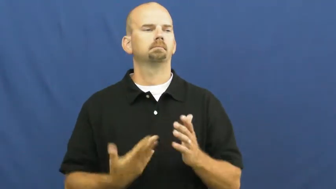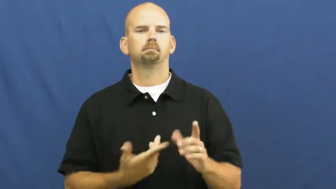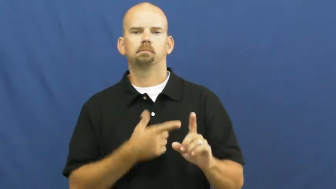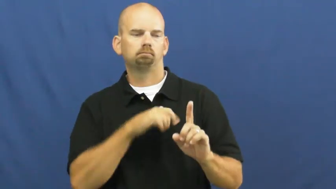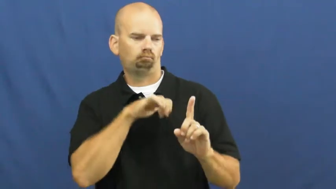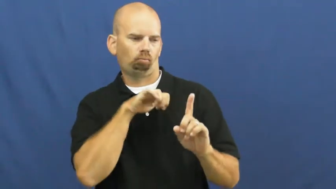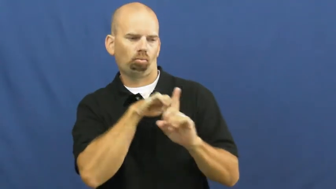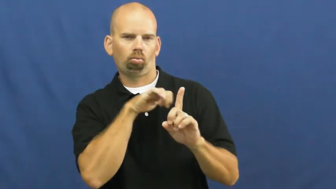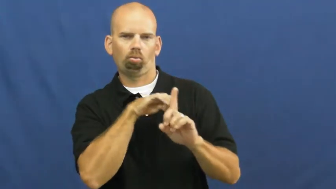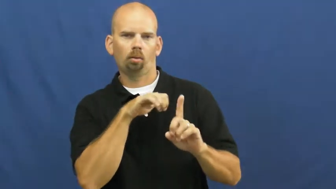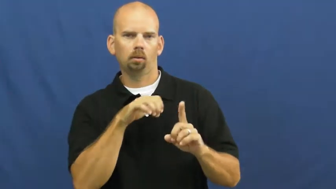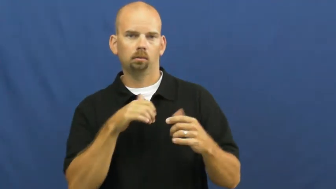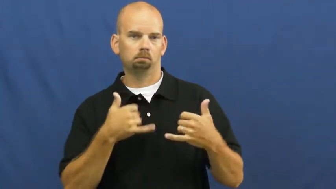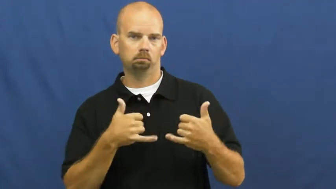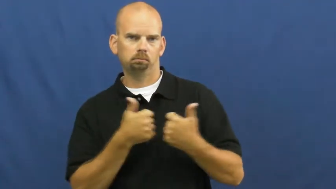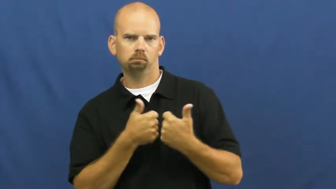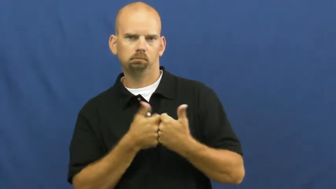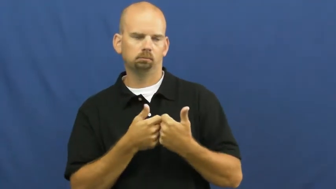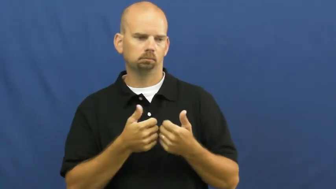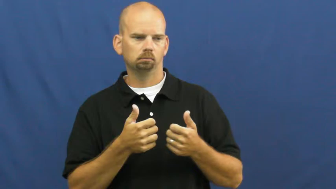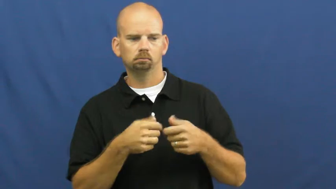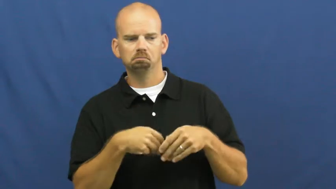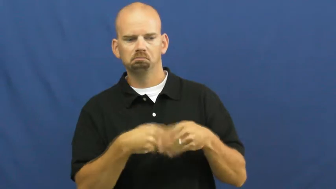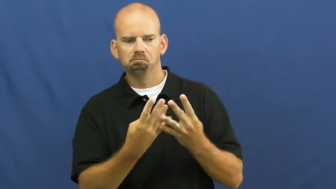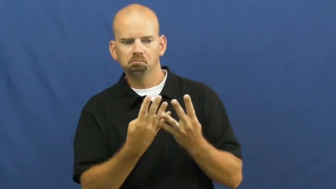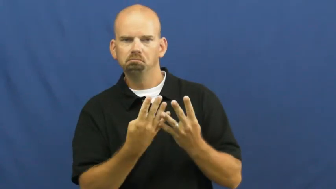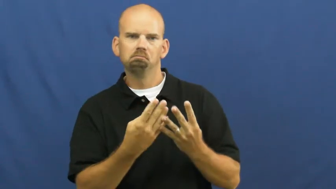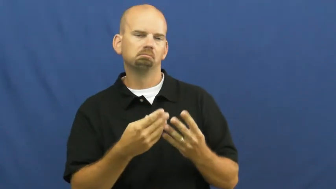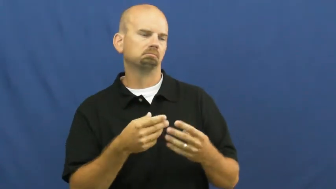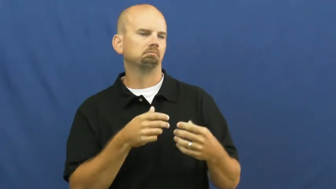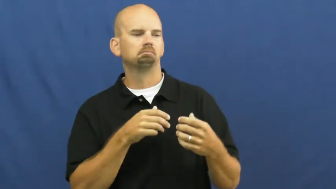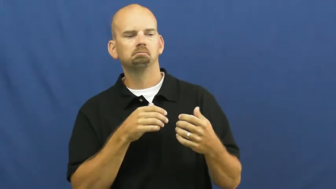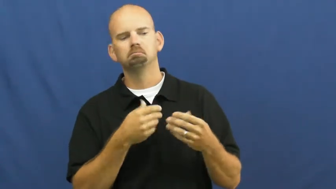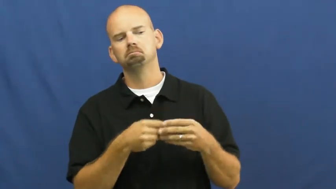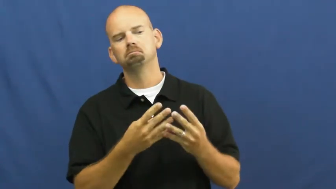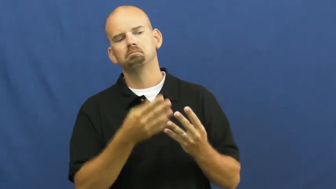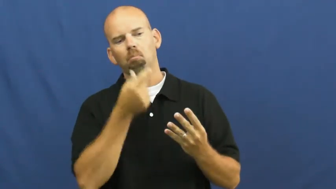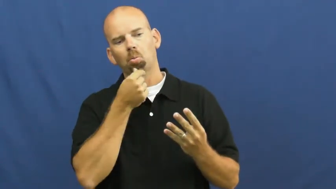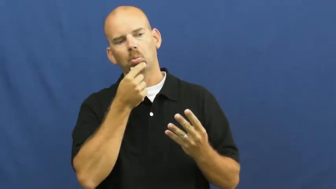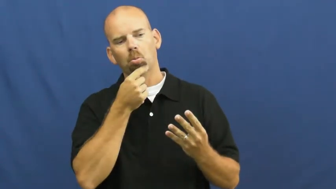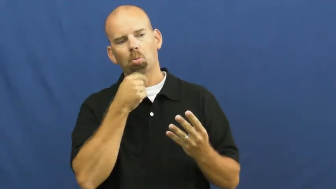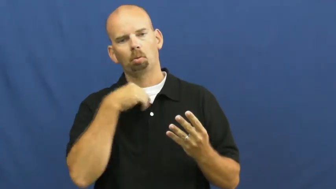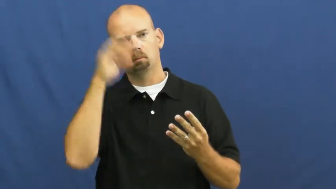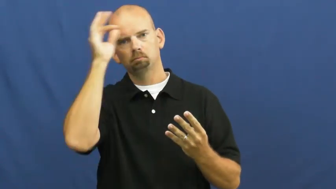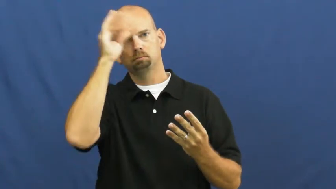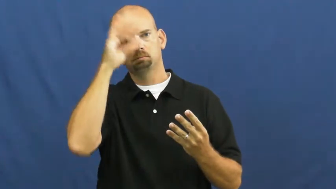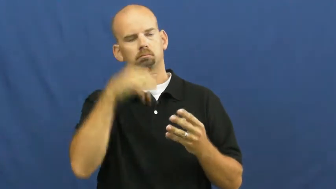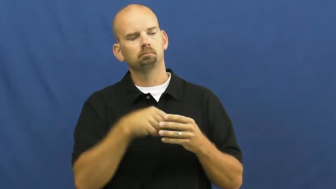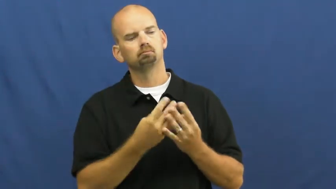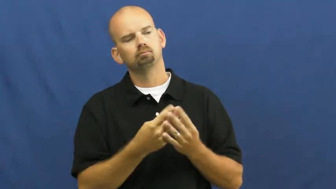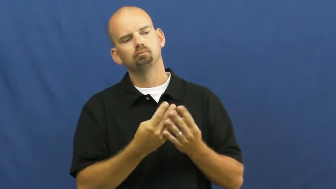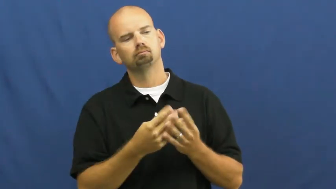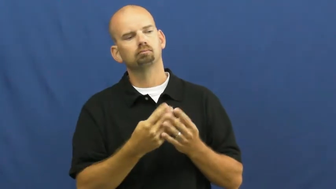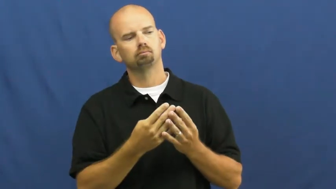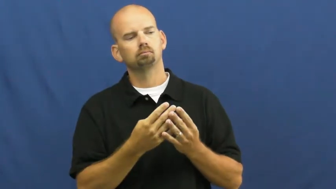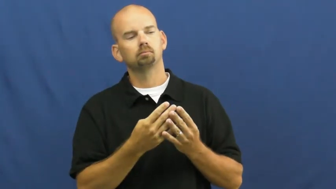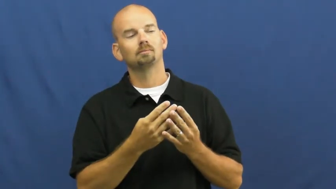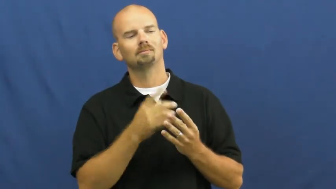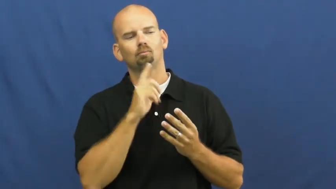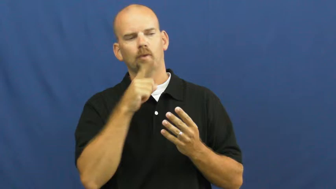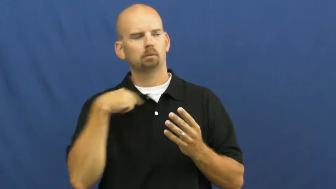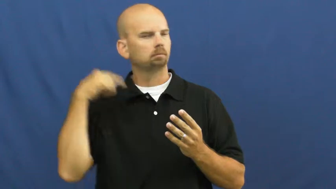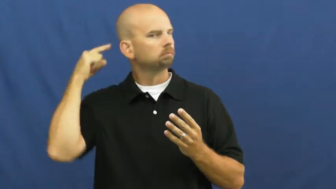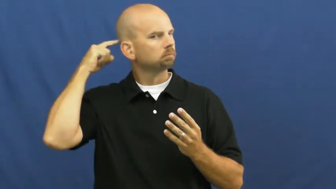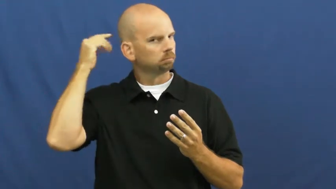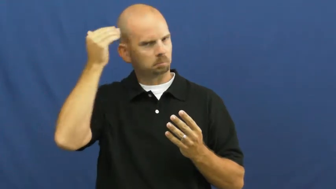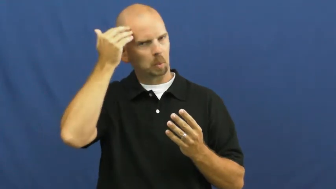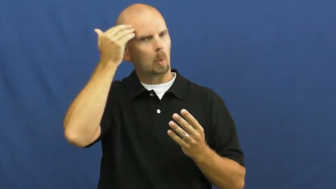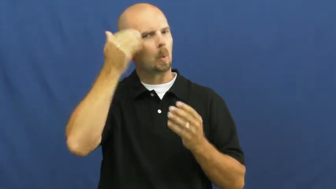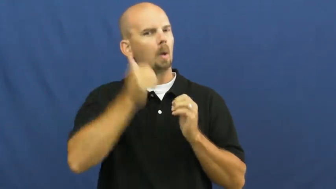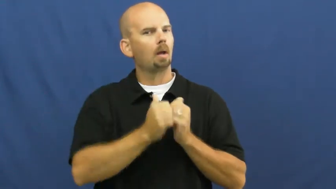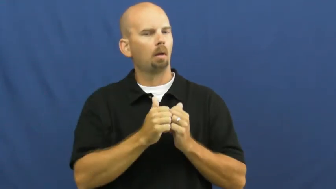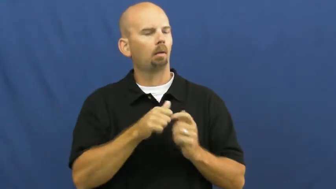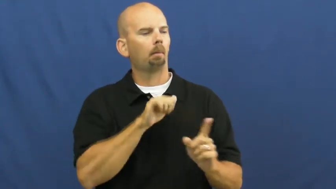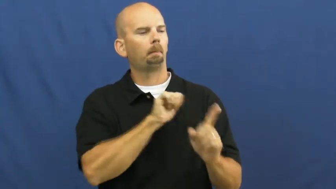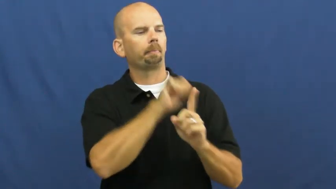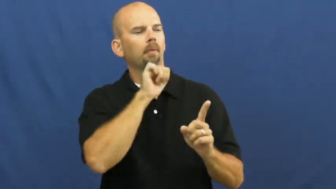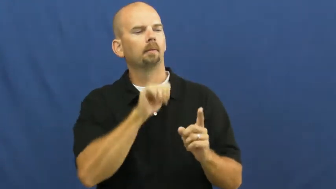hustle-cheat